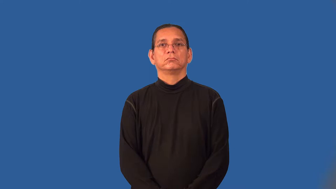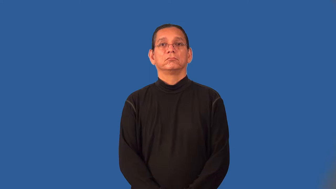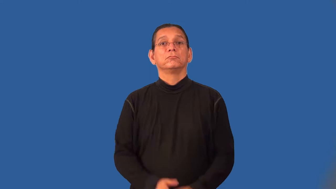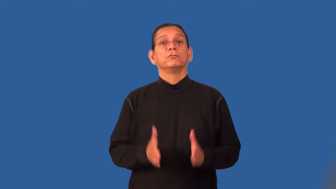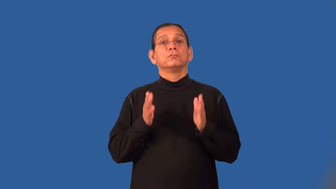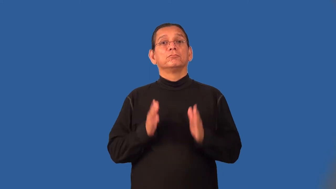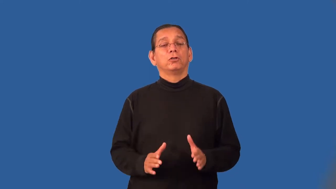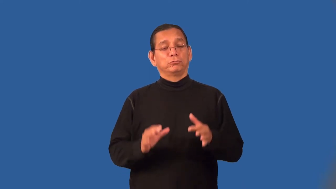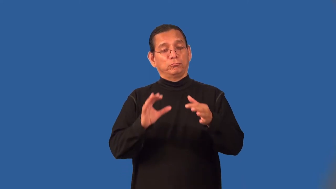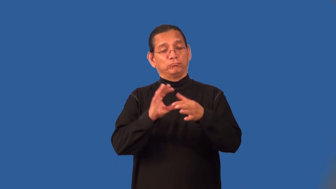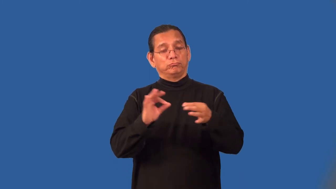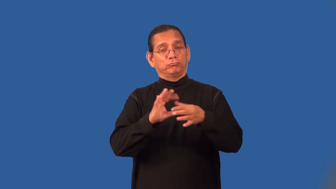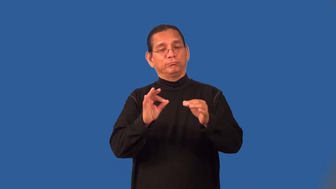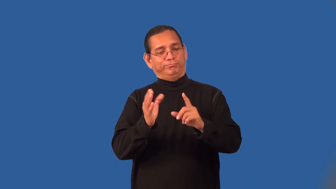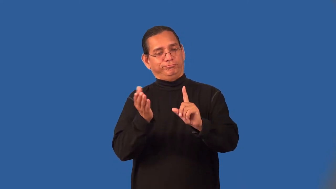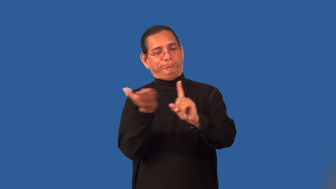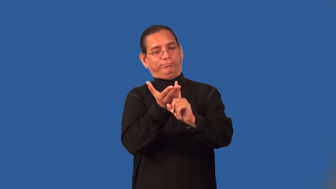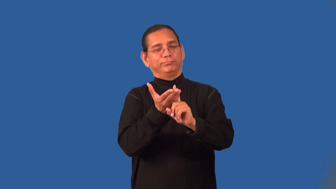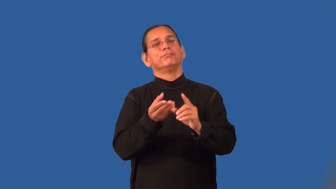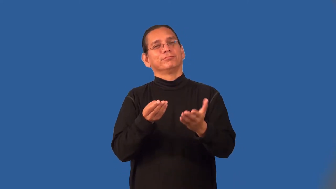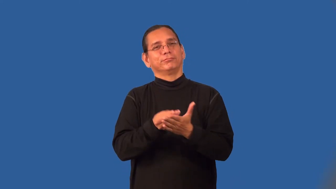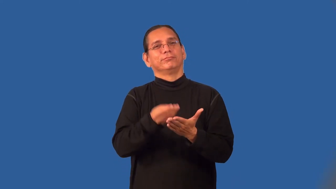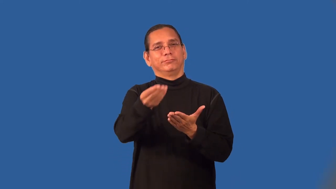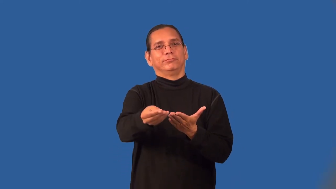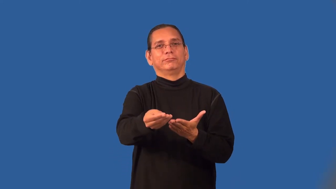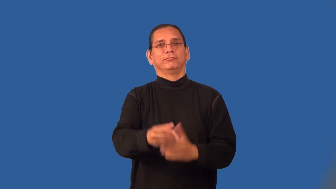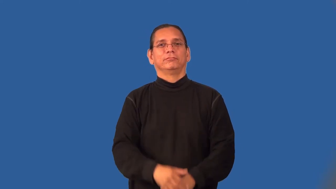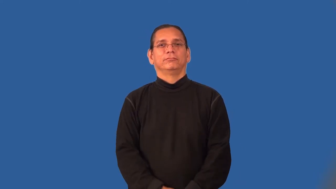pitchman